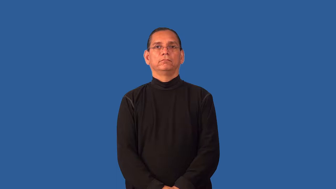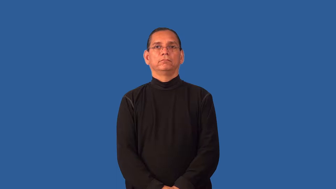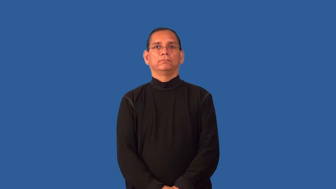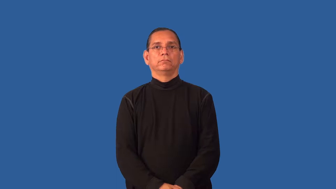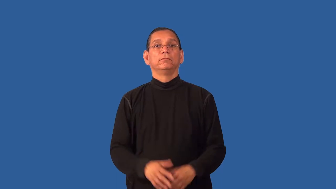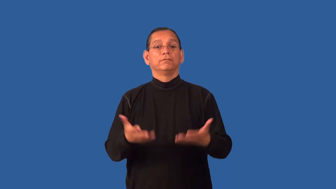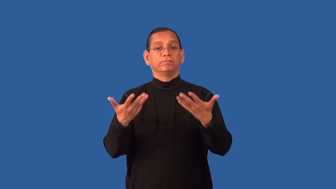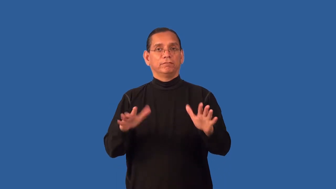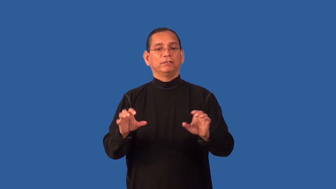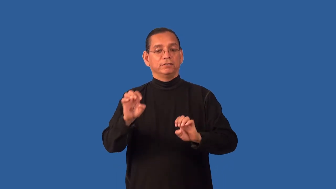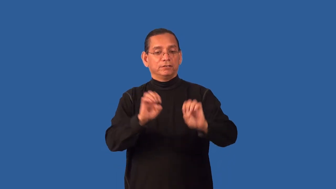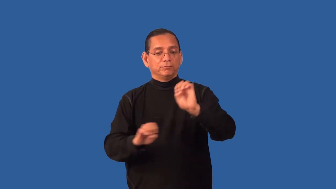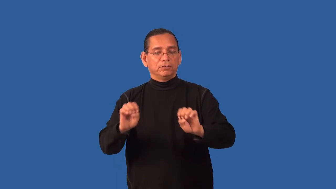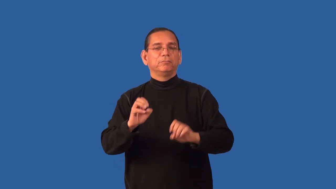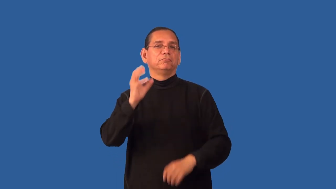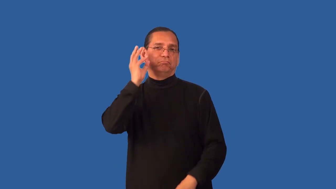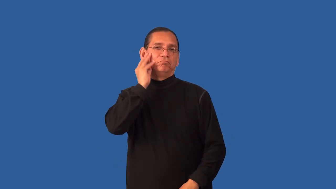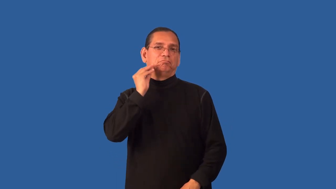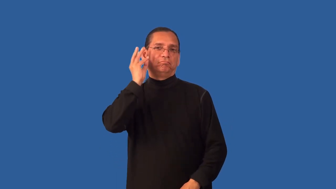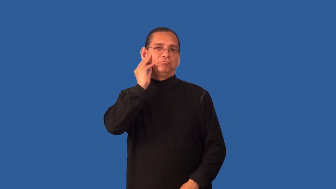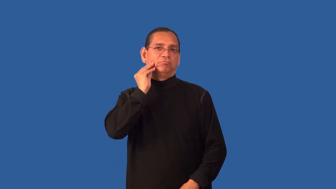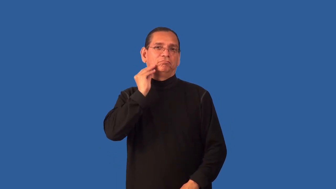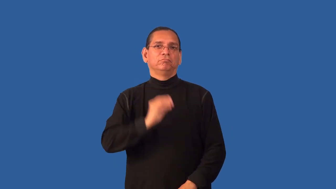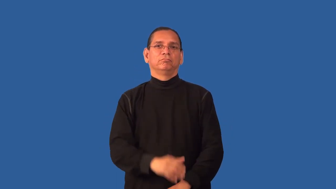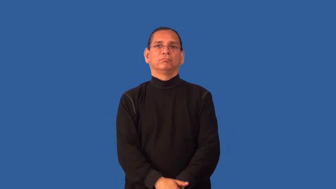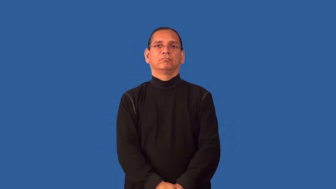empirical